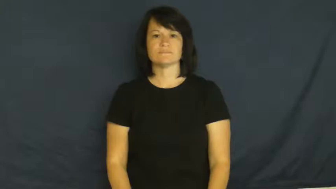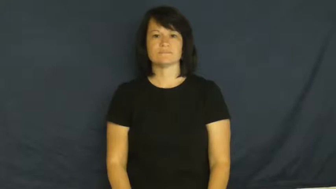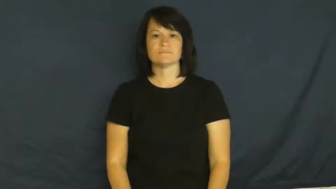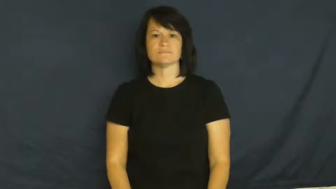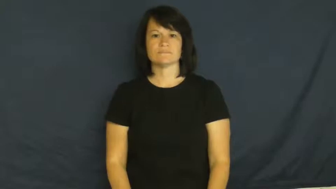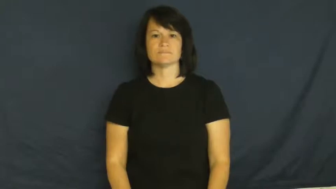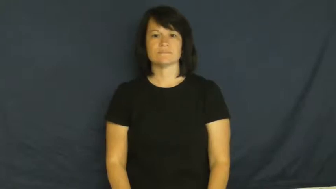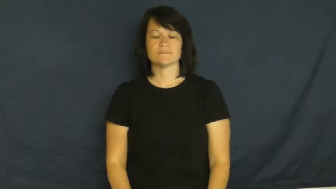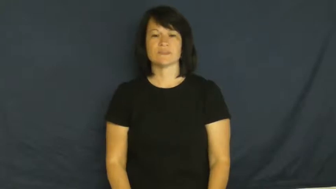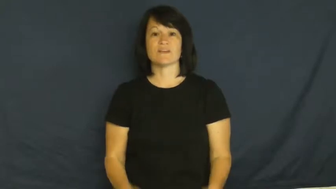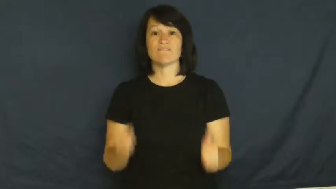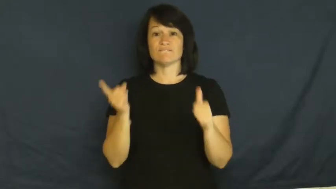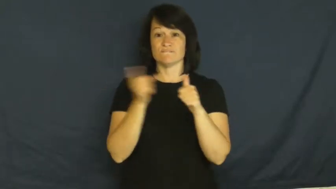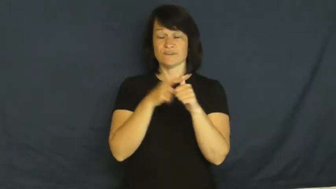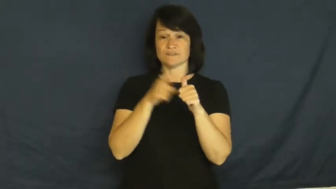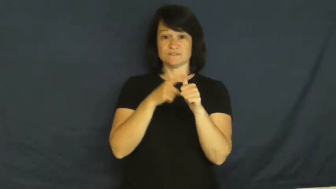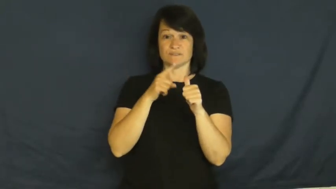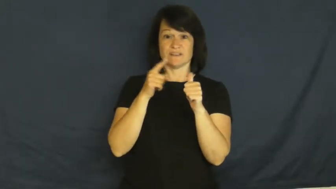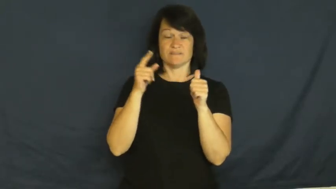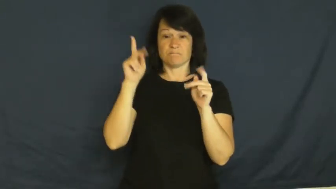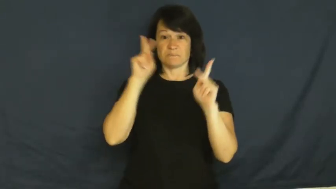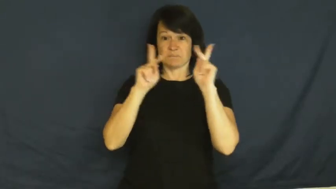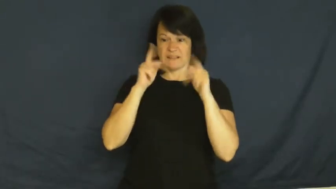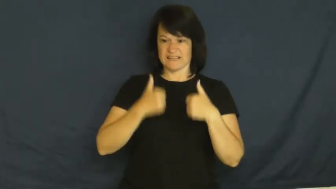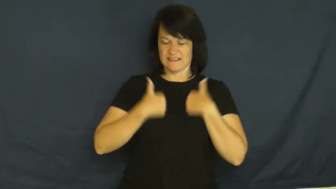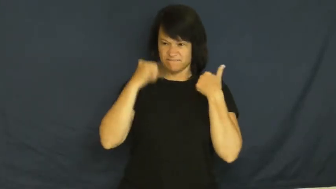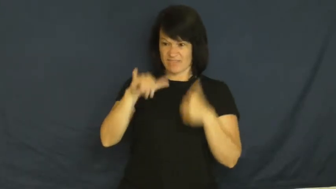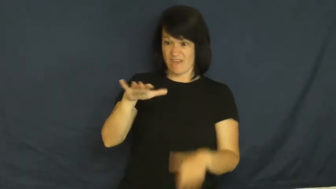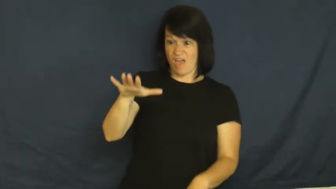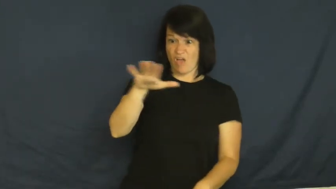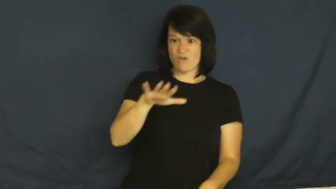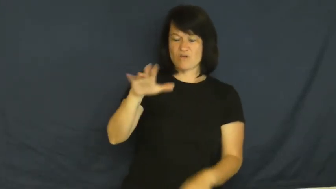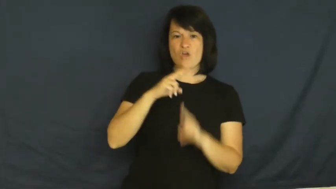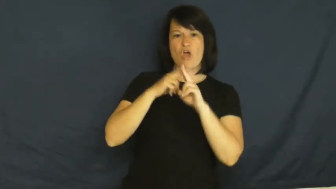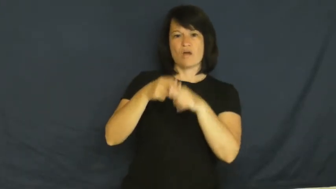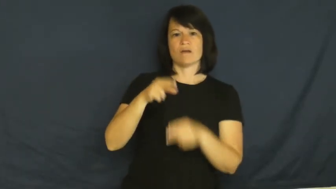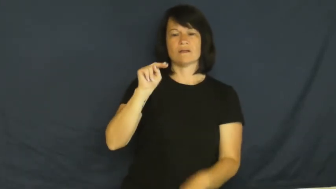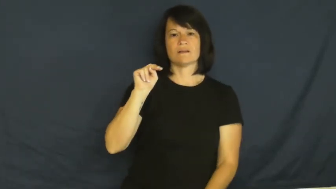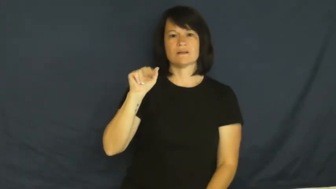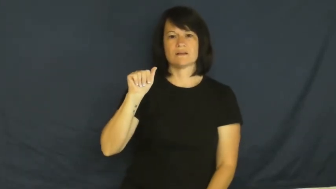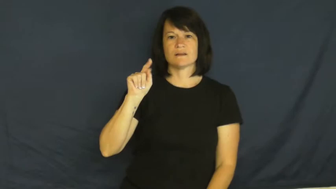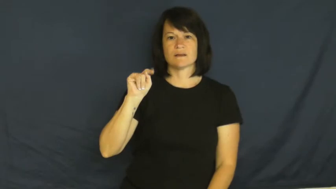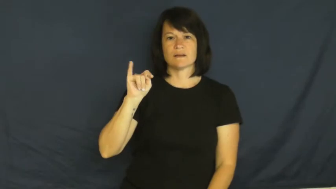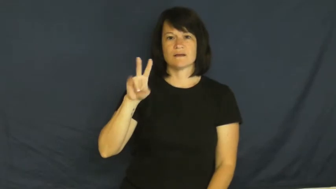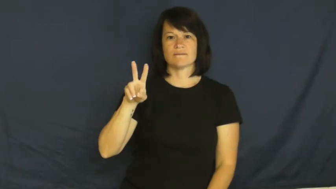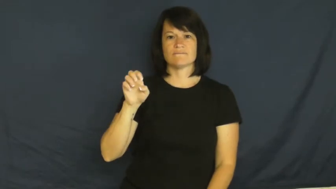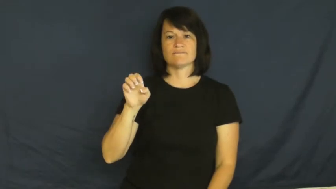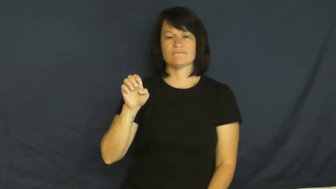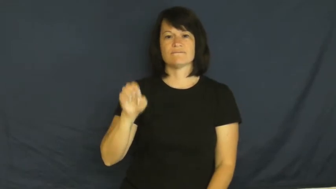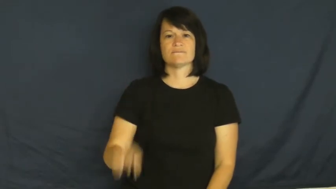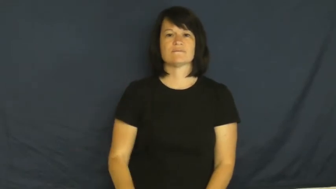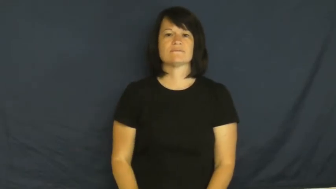native,indigenous